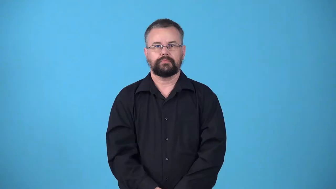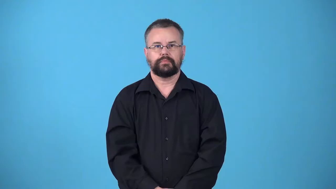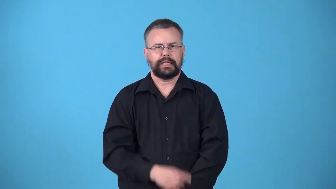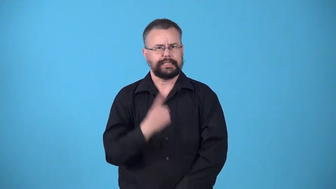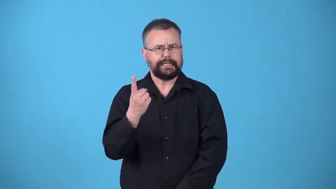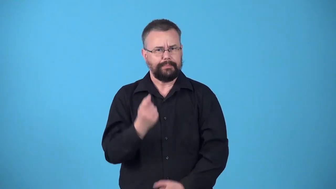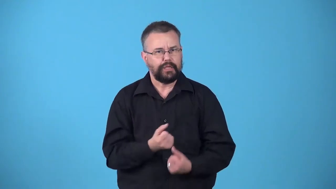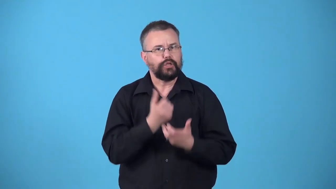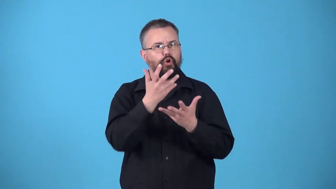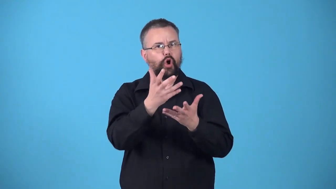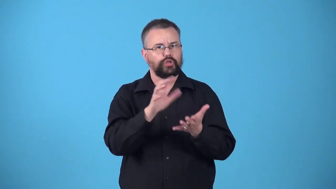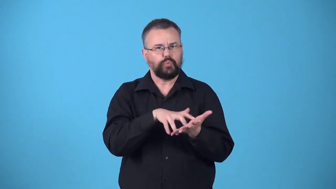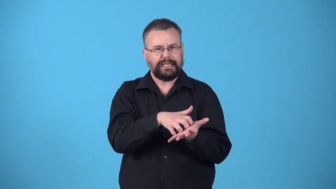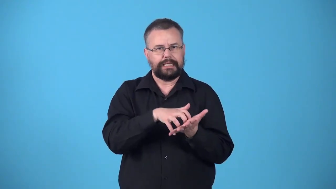weakener